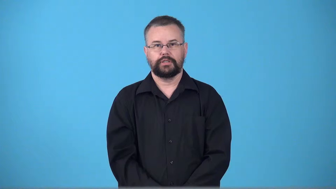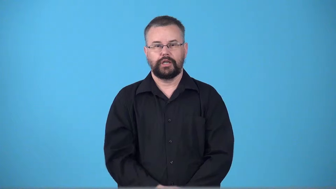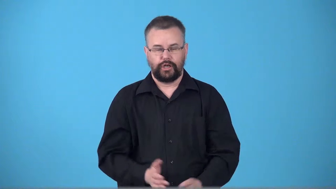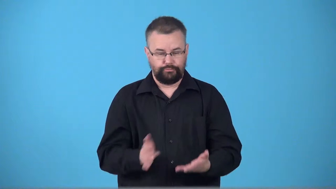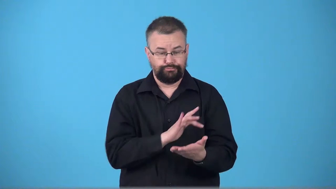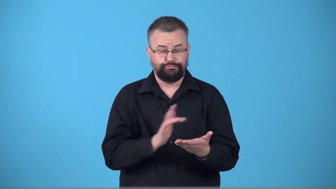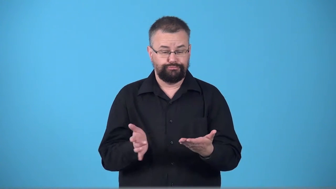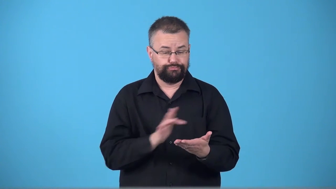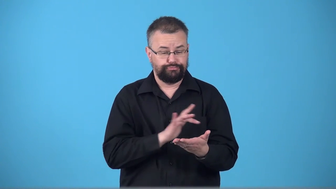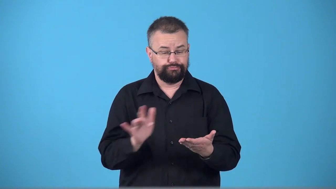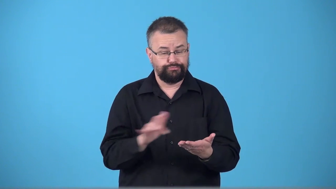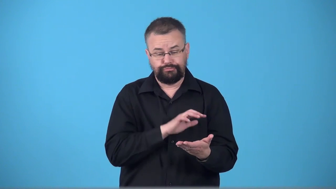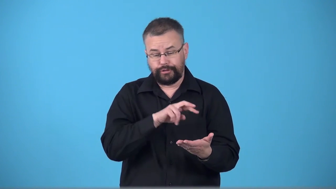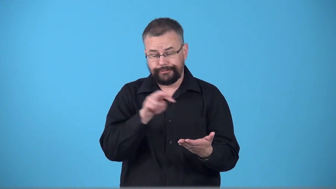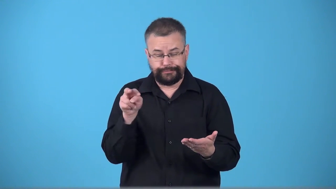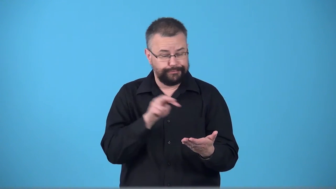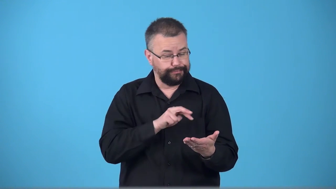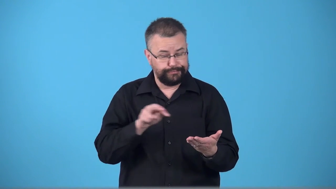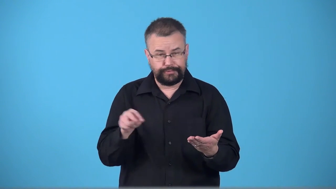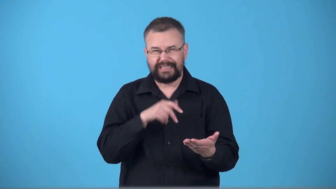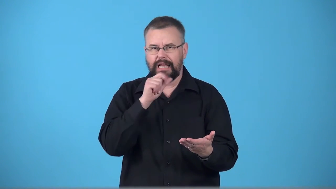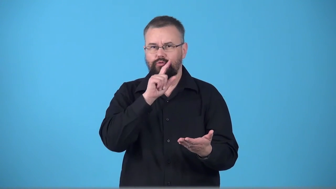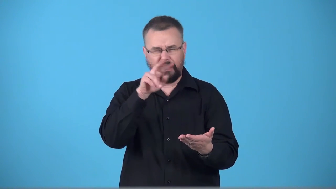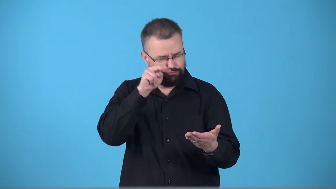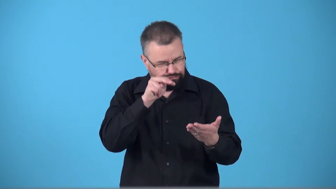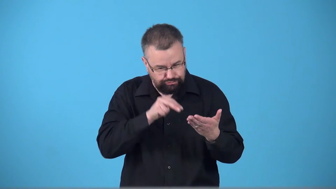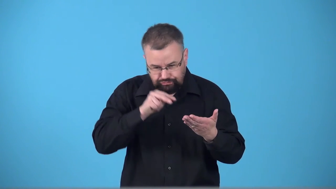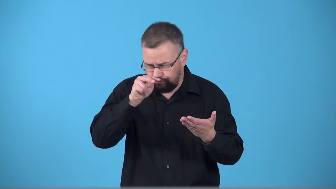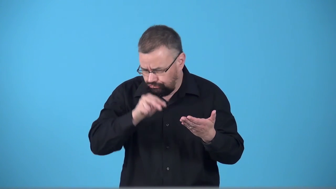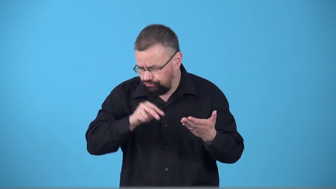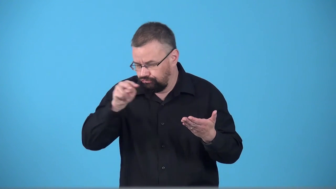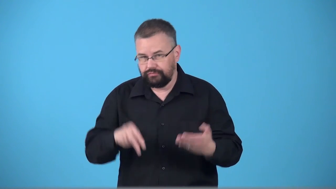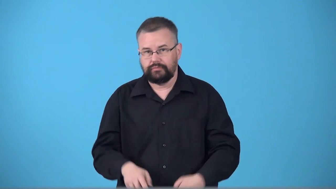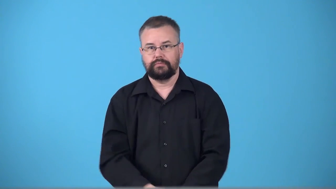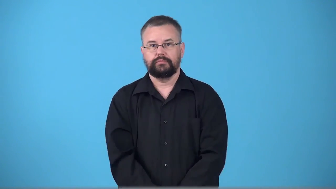scan,thumb through,peruse,browse